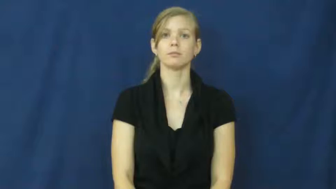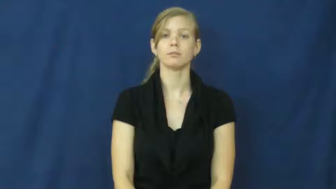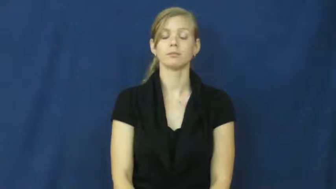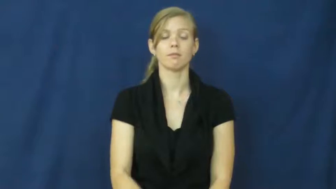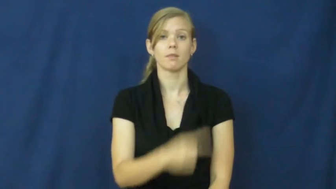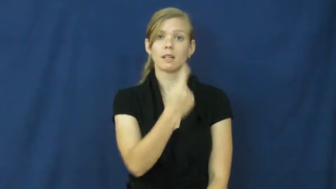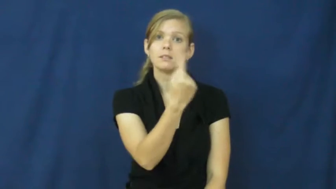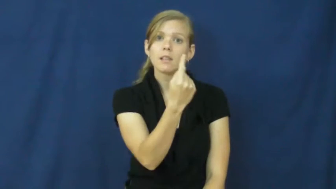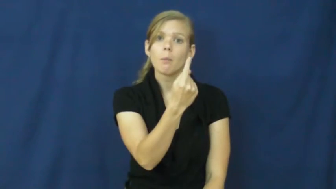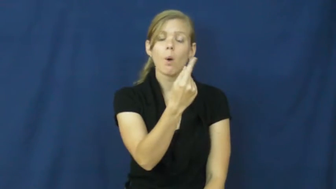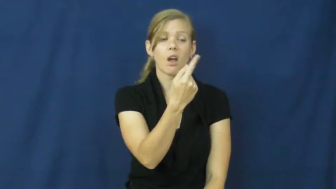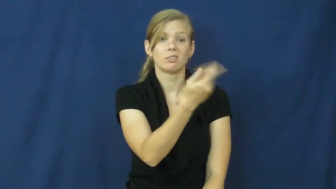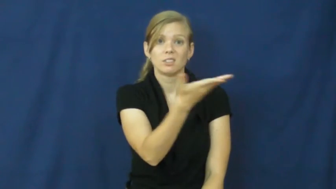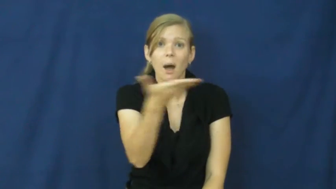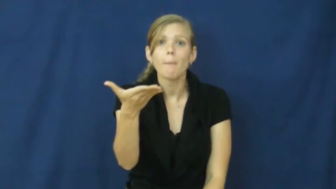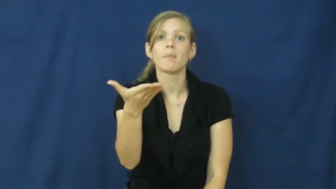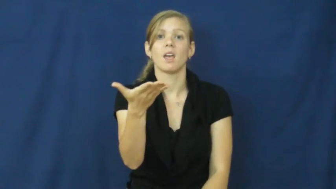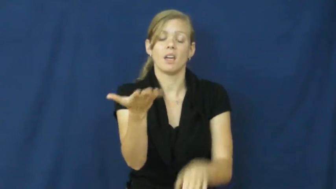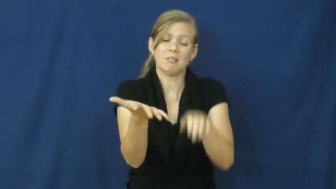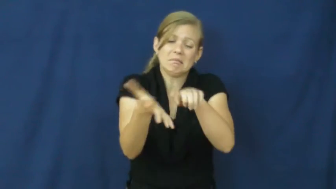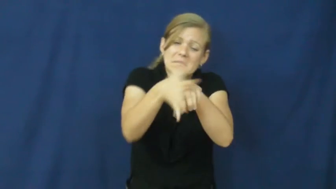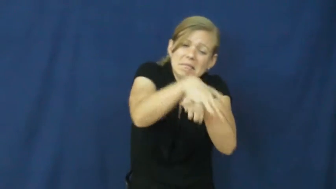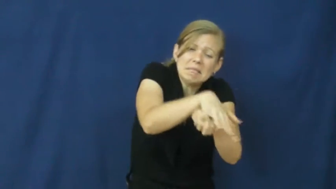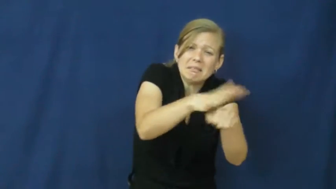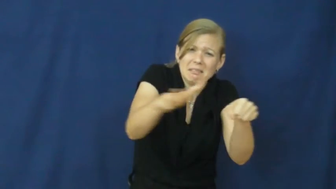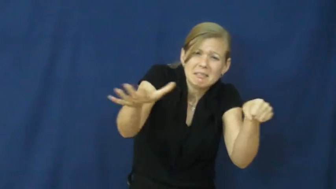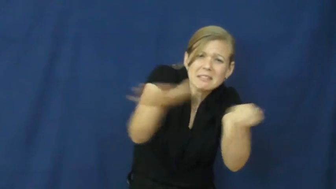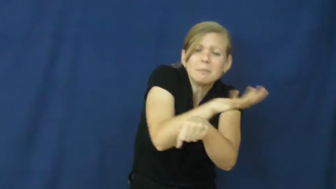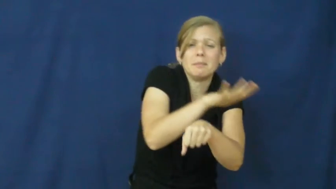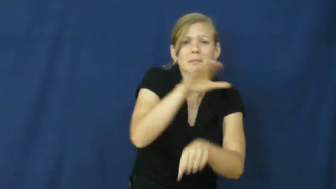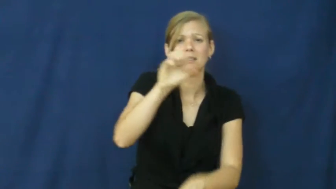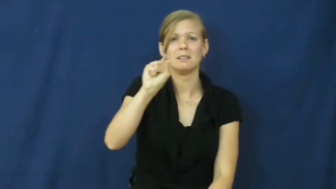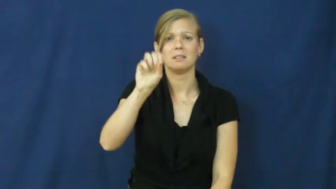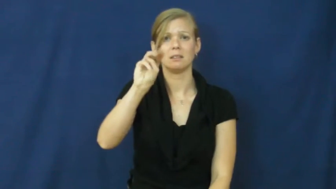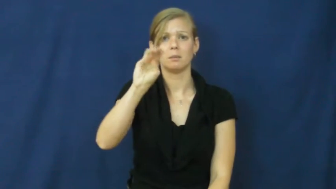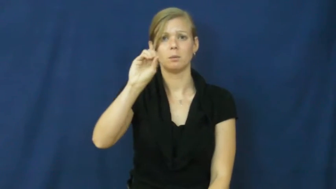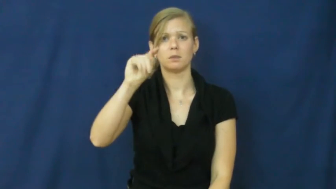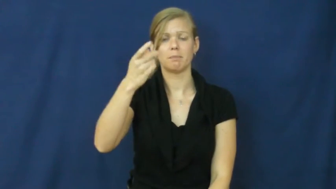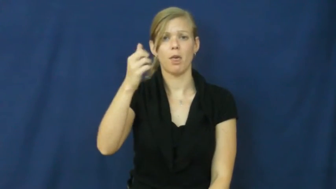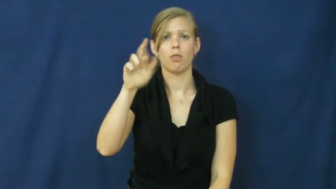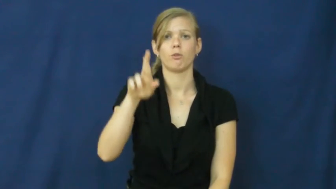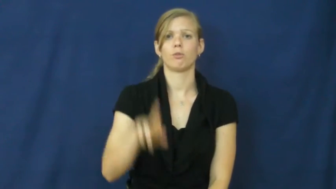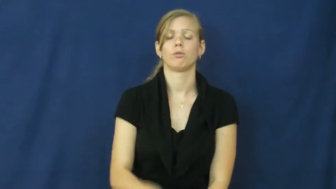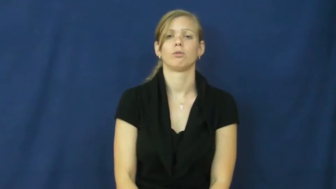smother,drown-cover completely